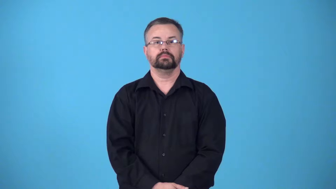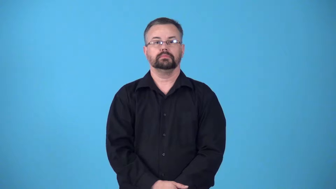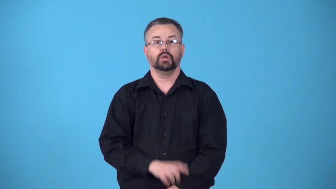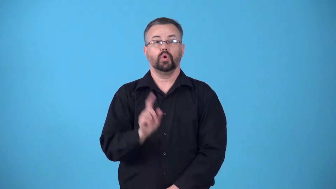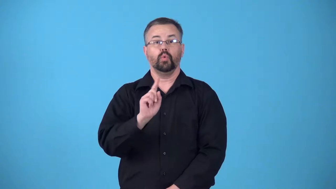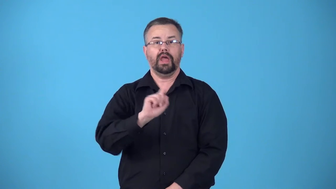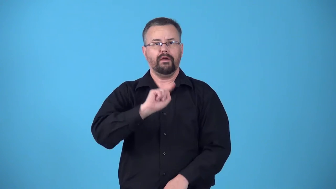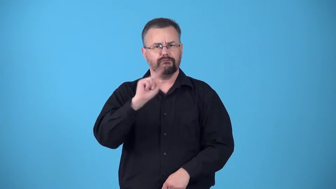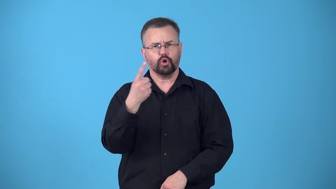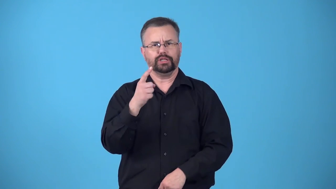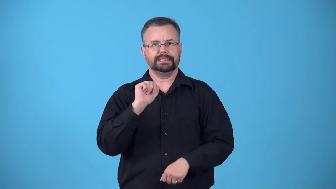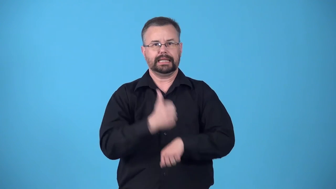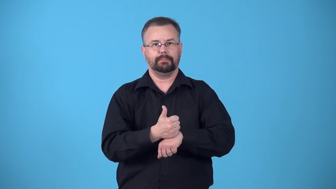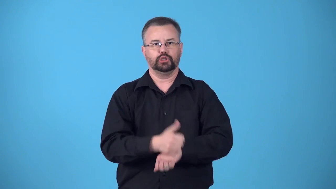birthplace-where something started